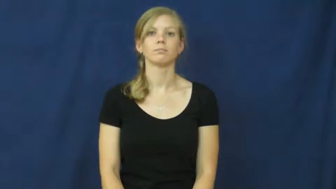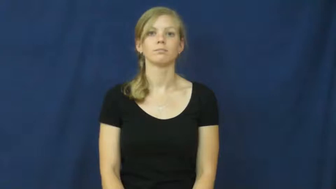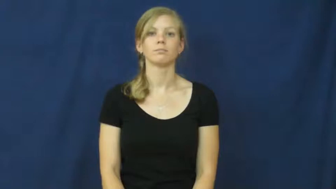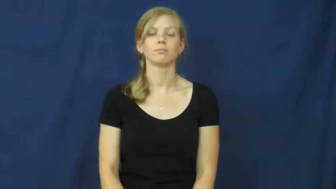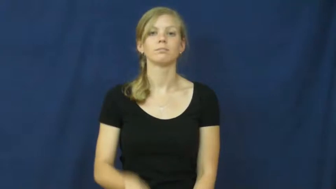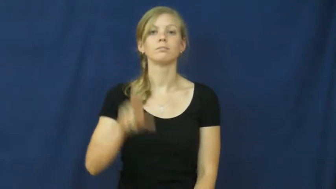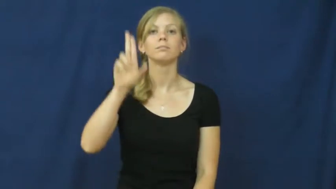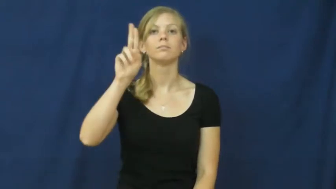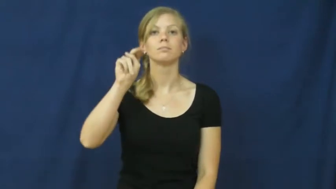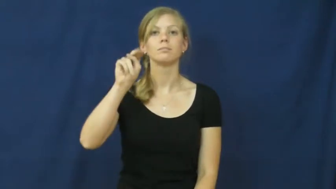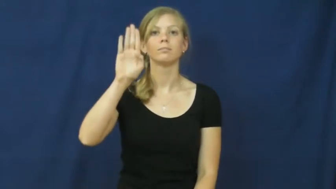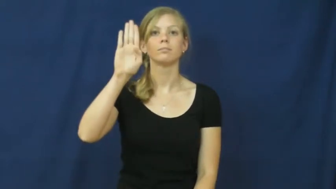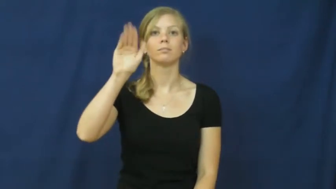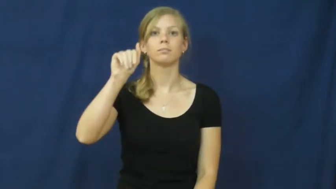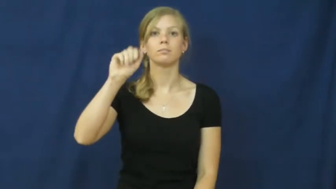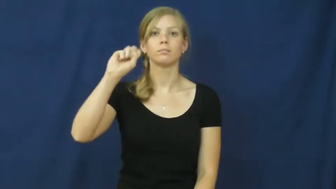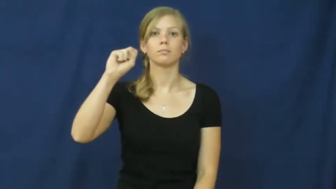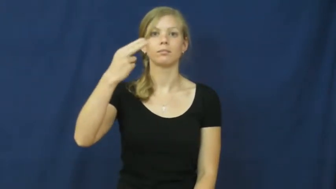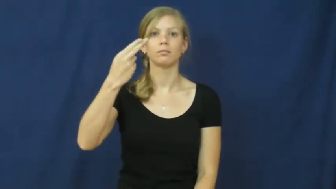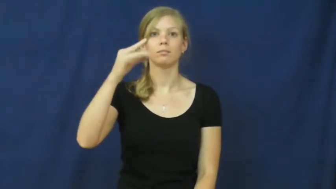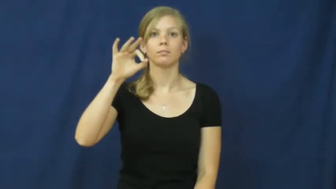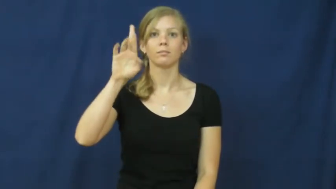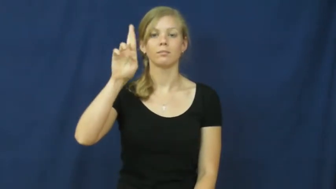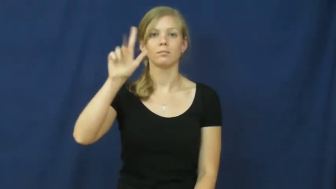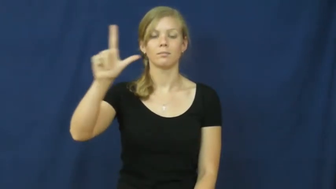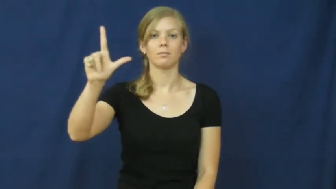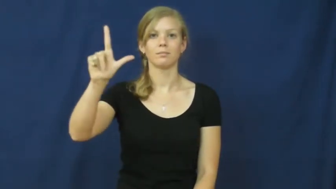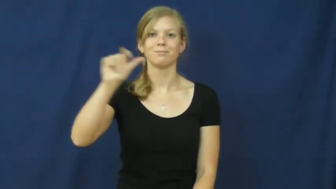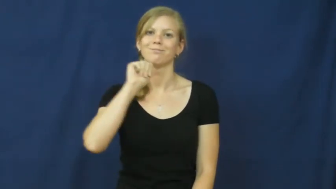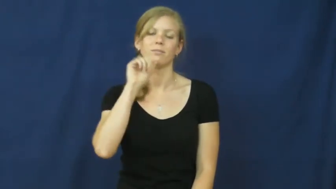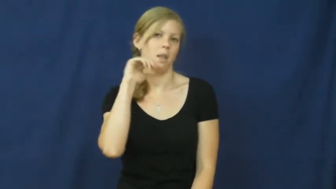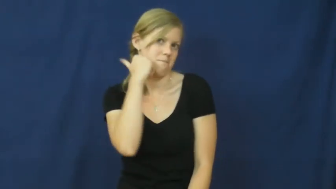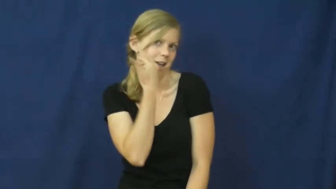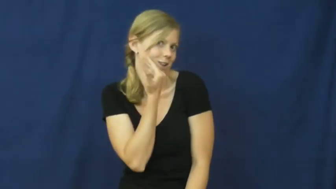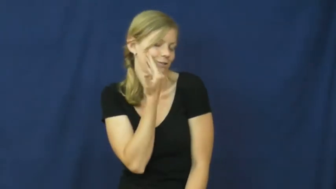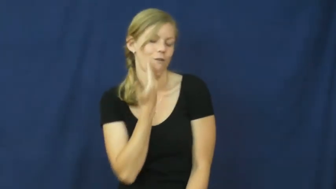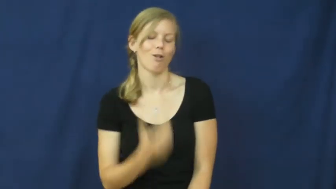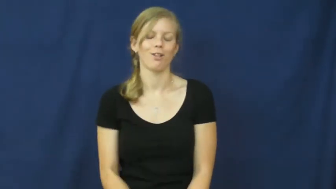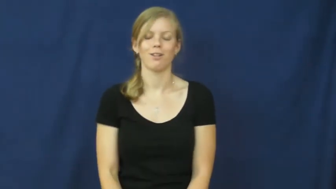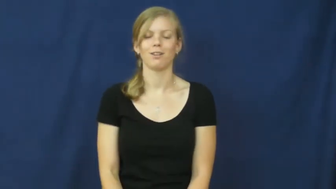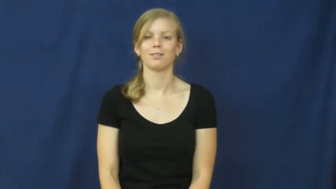unbashful